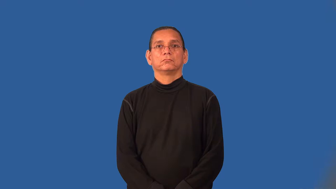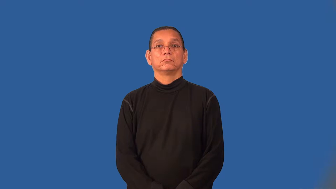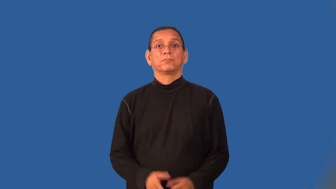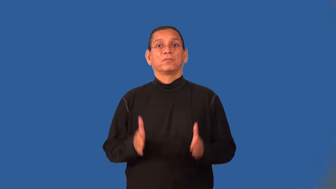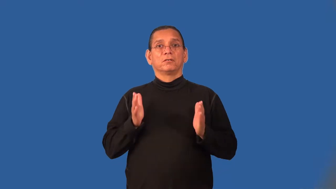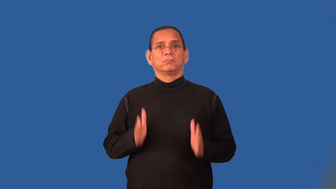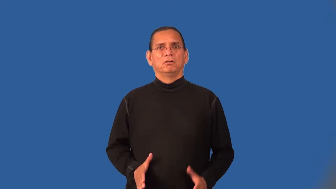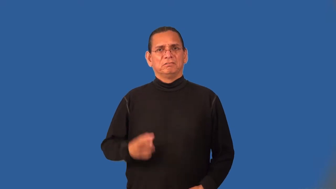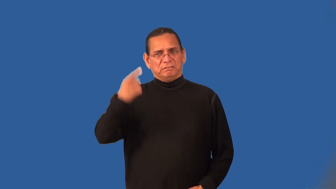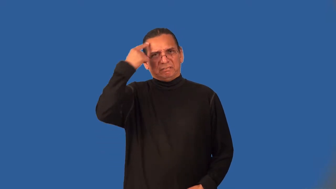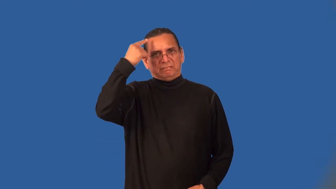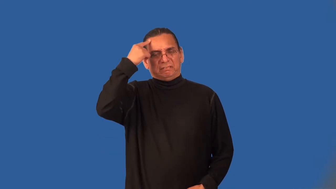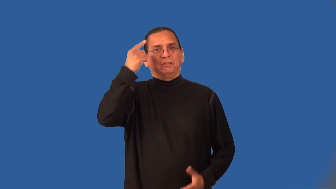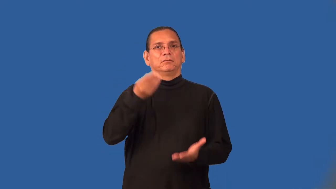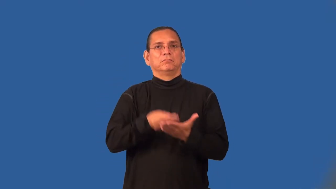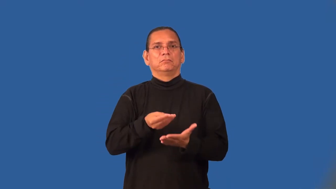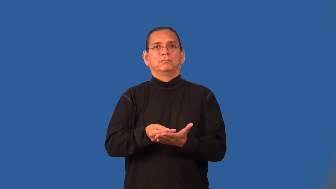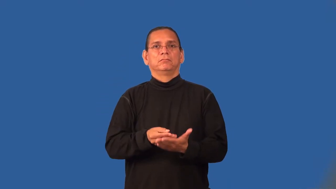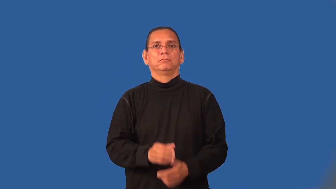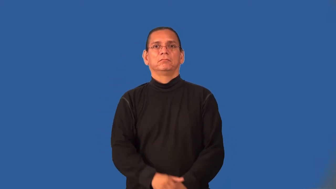moneygrubber